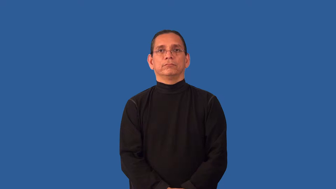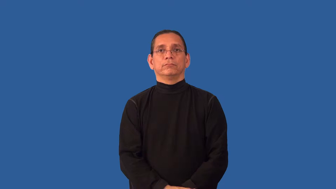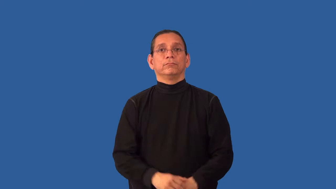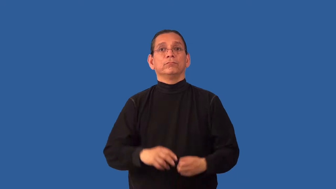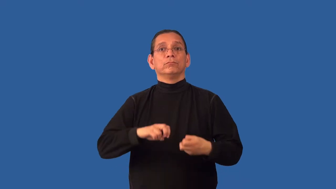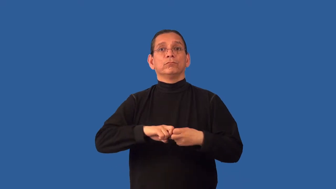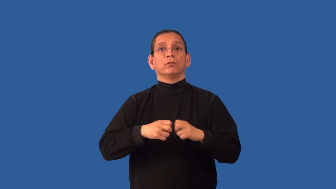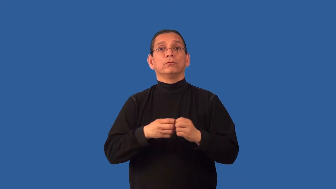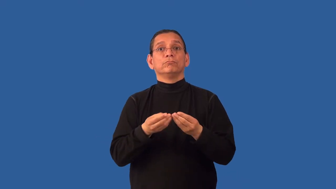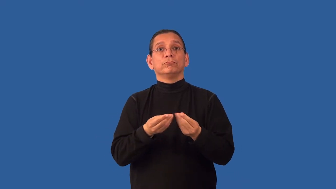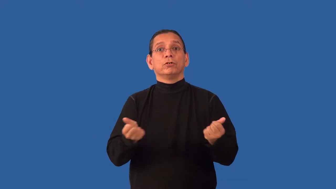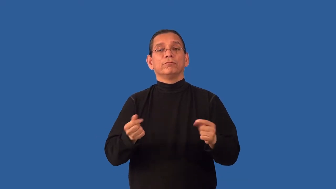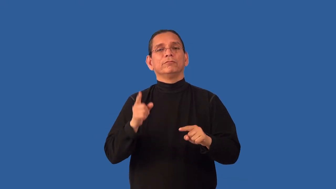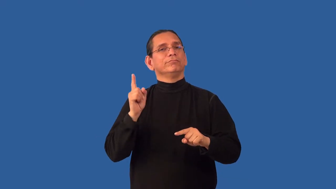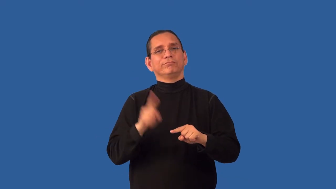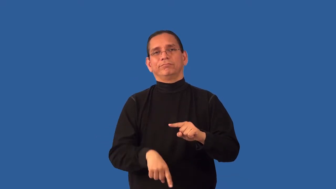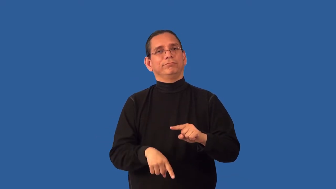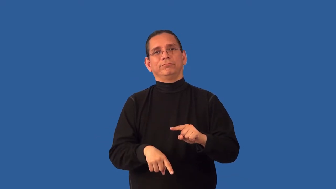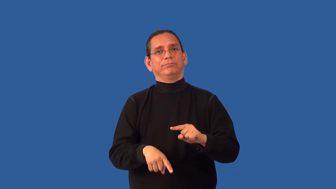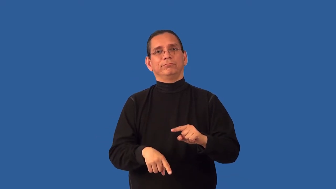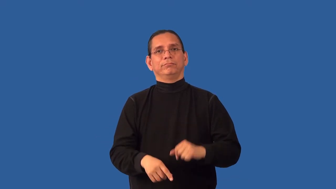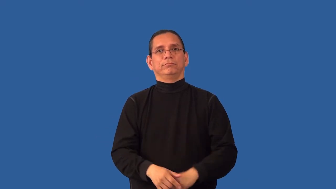unresolvable